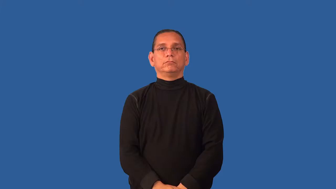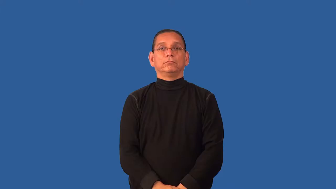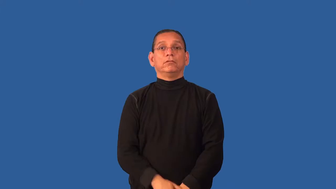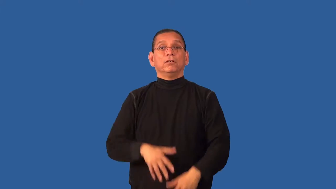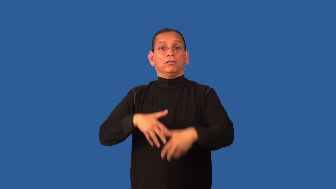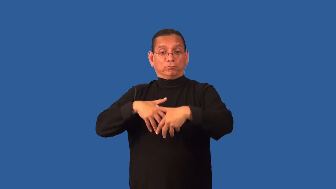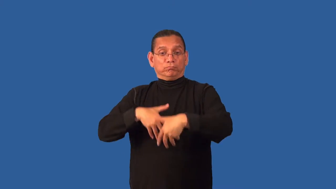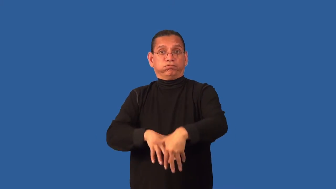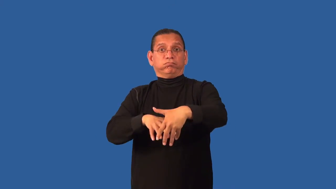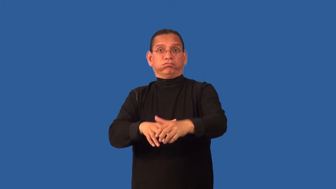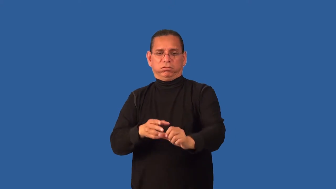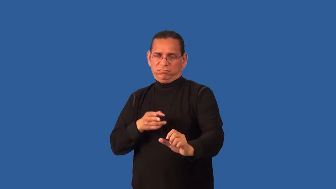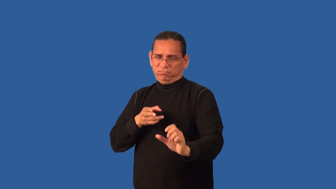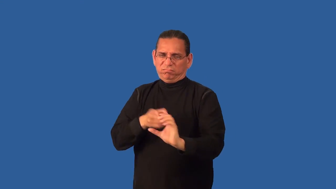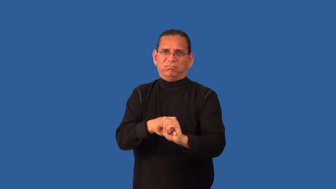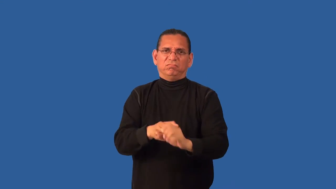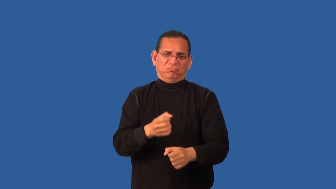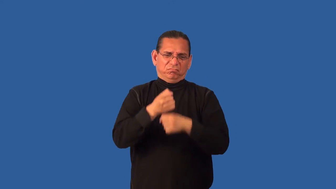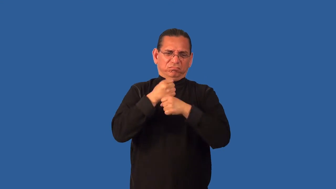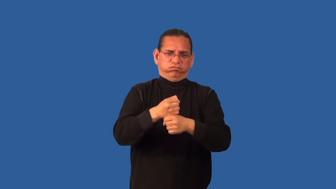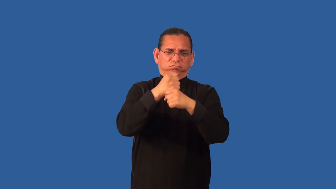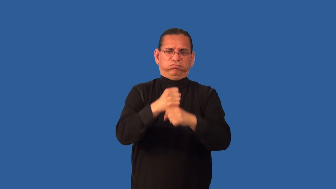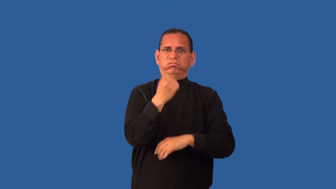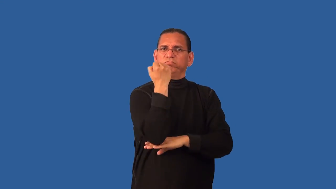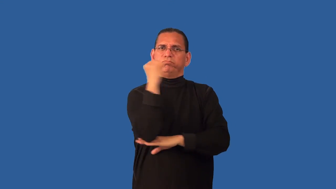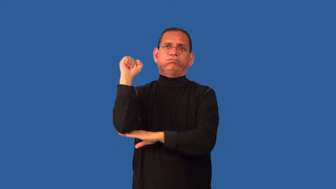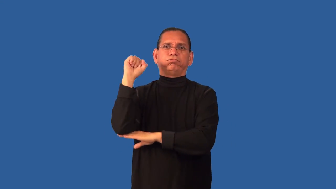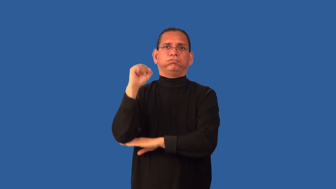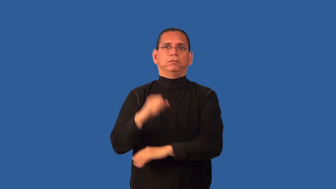demonstrator